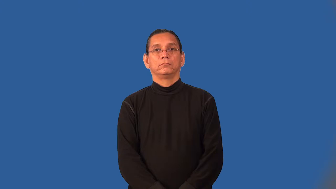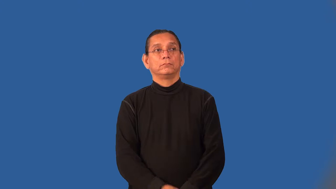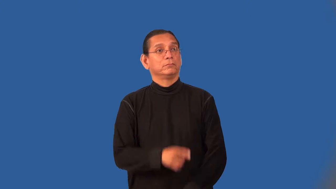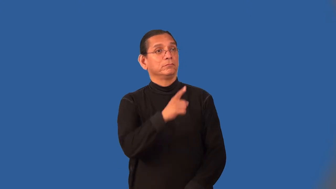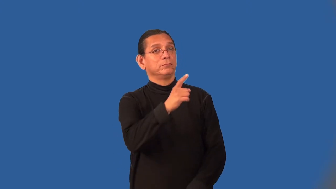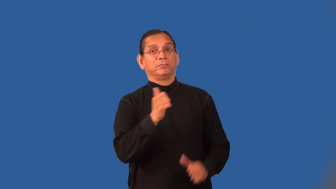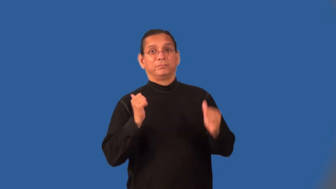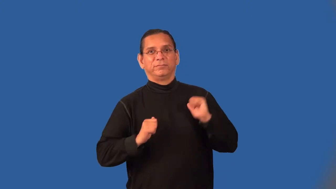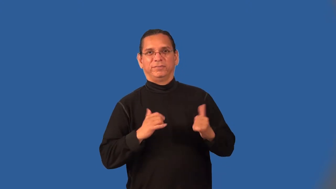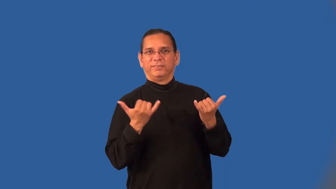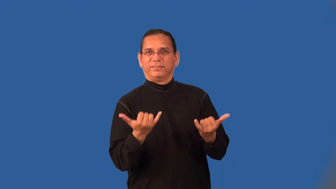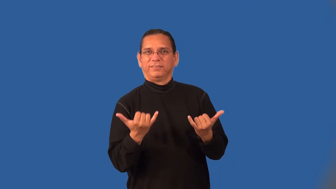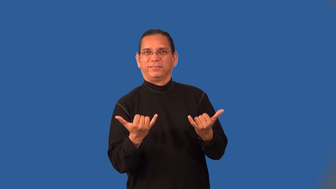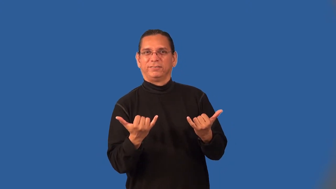on-performing well